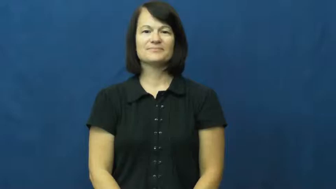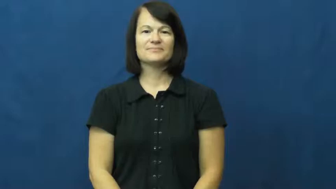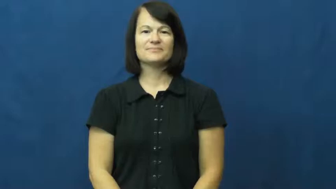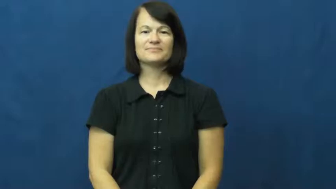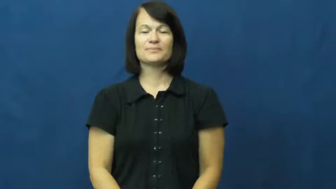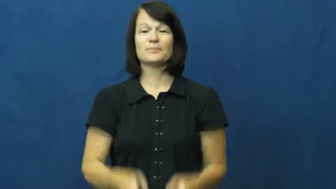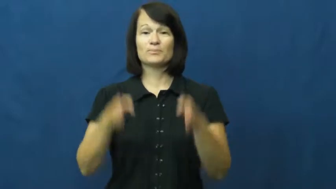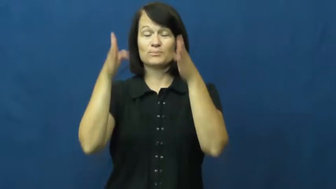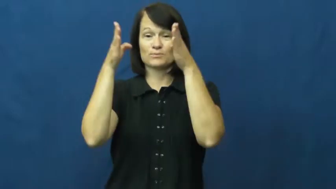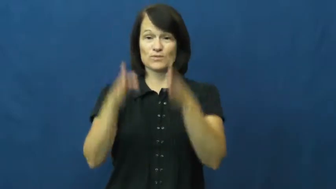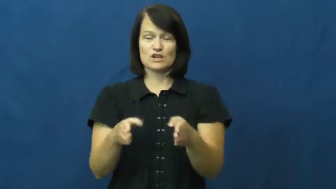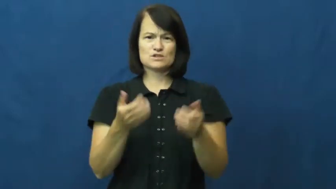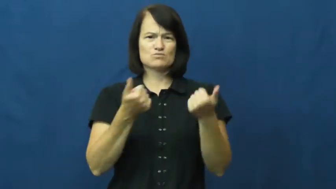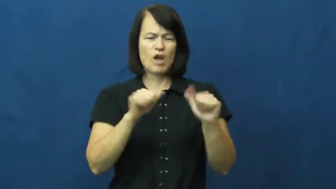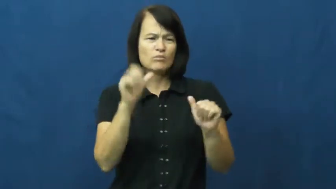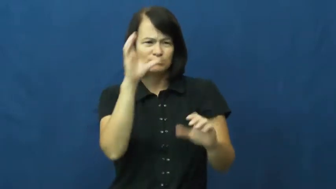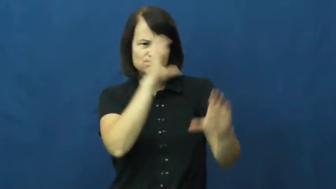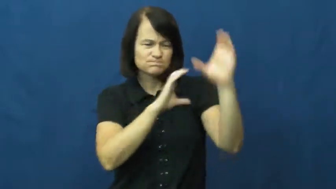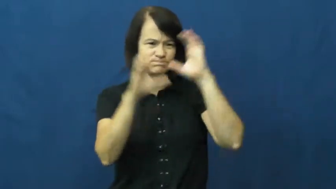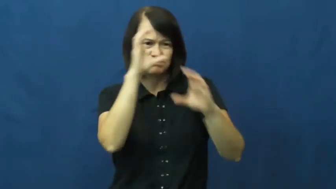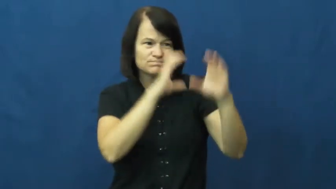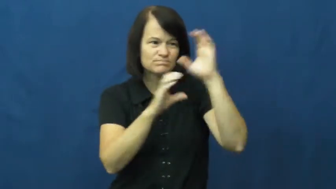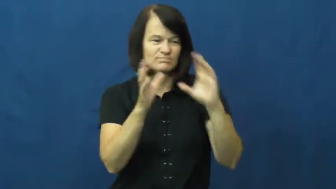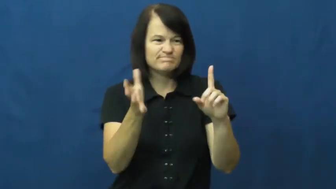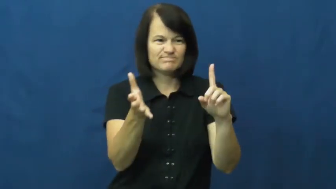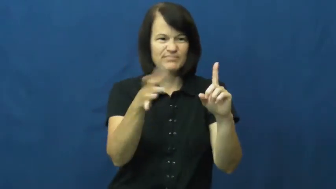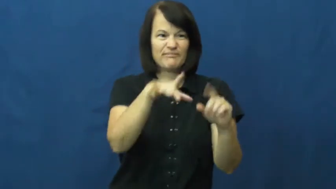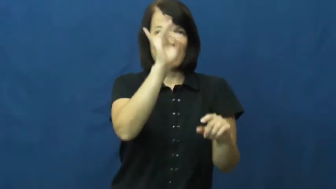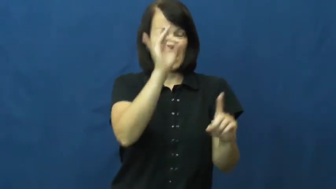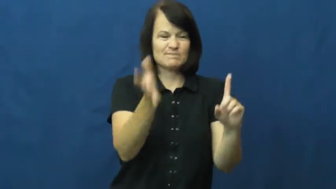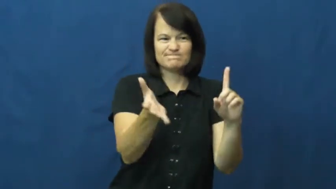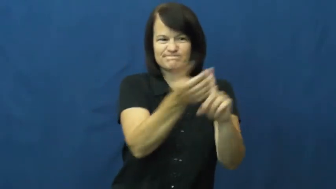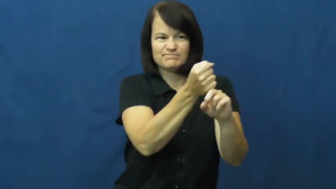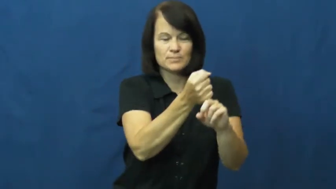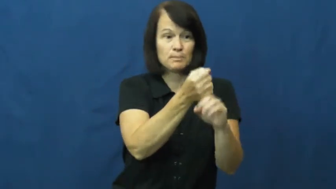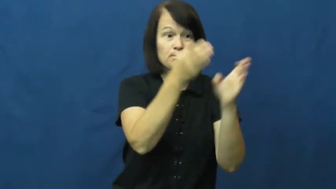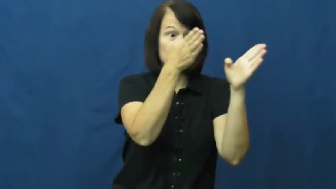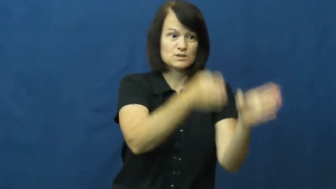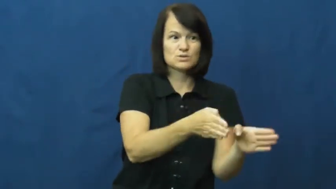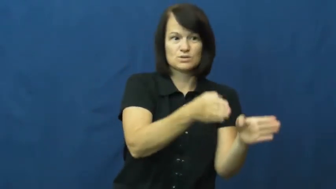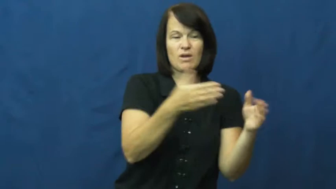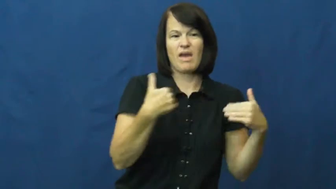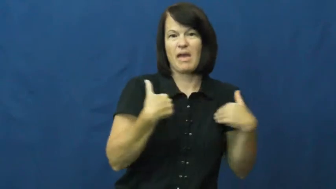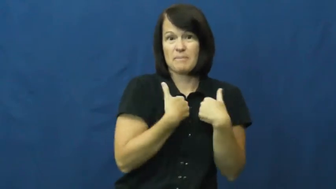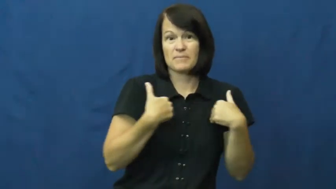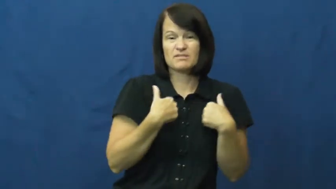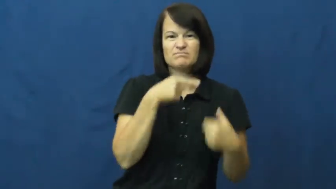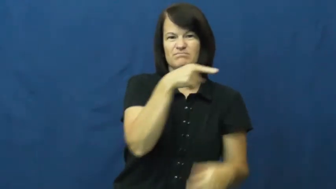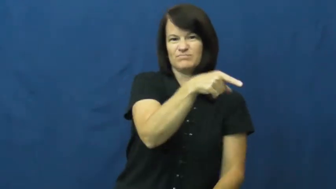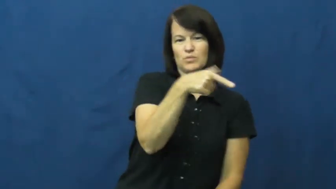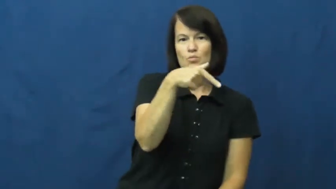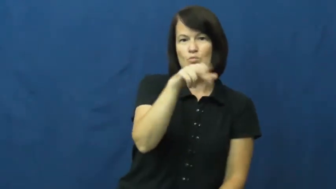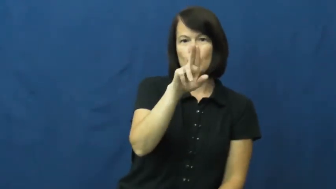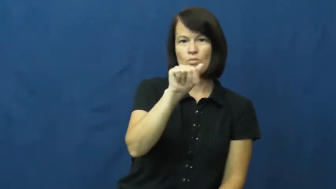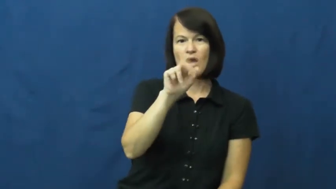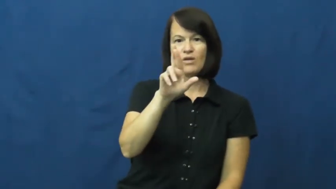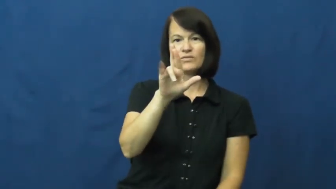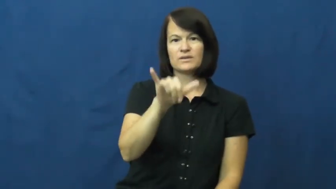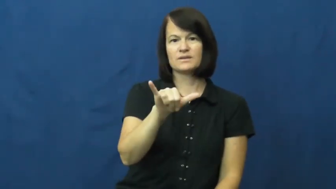quarry-animal